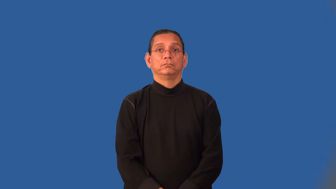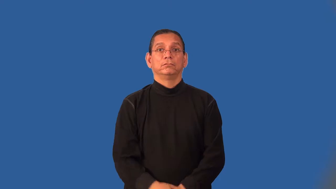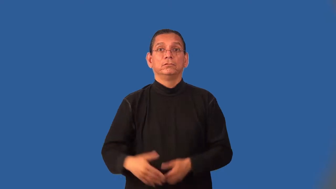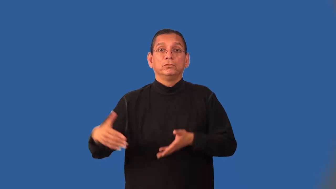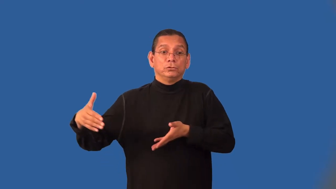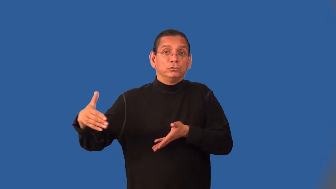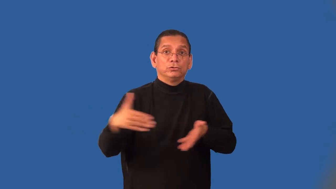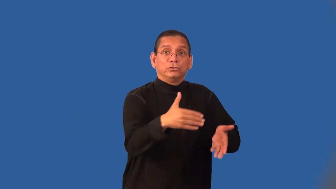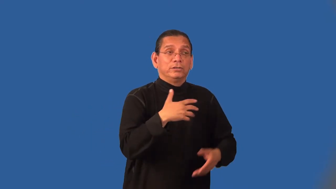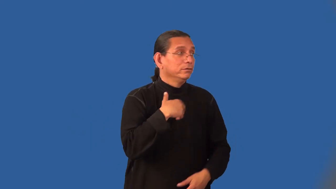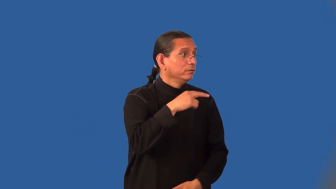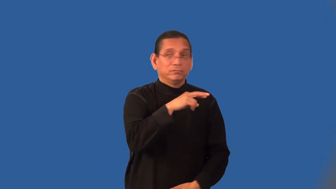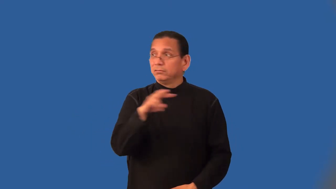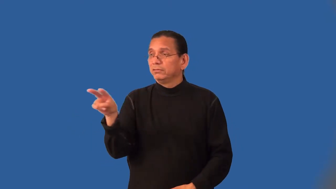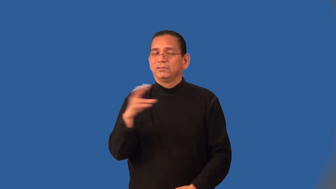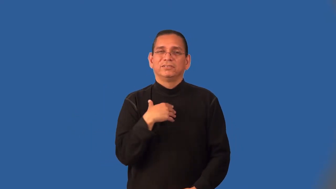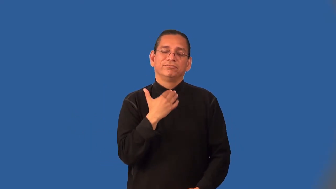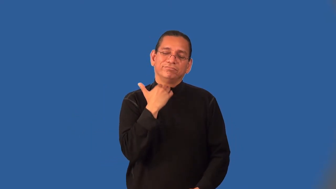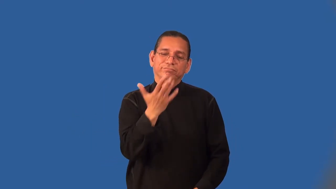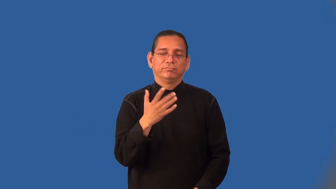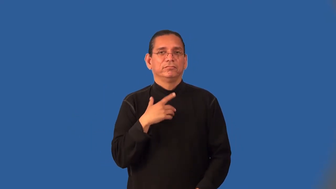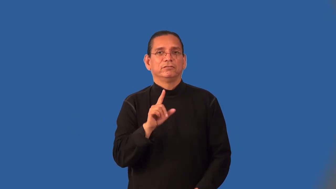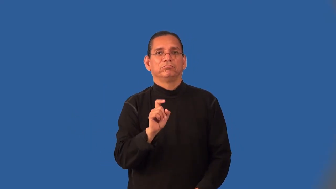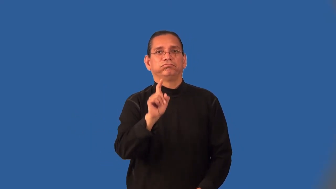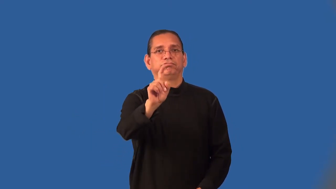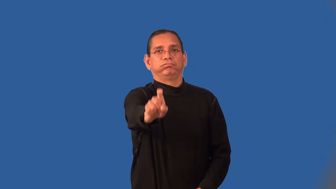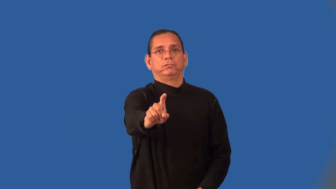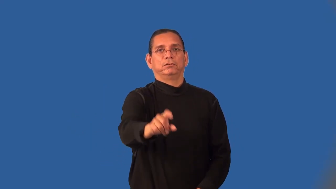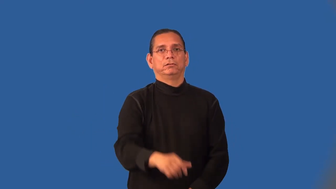jaywalk